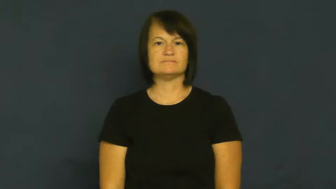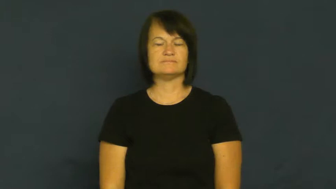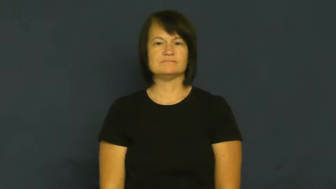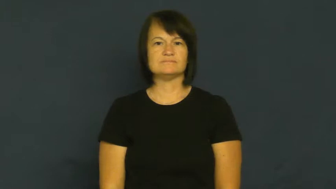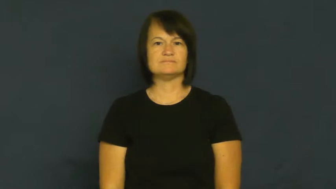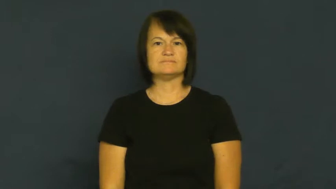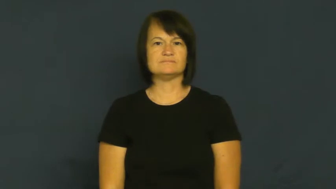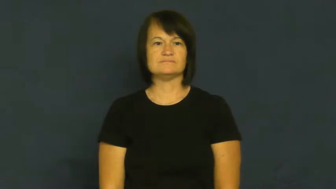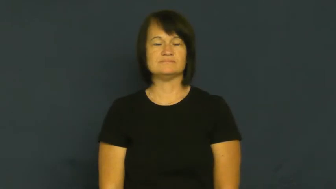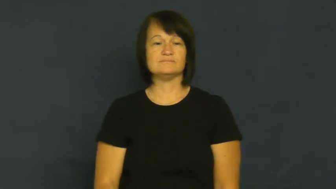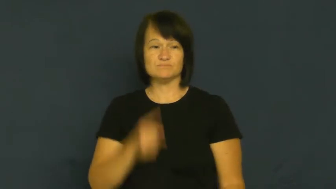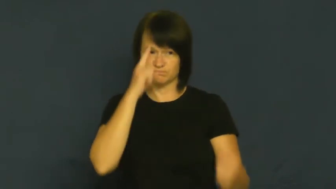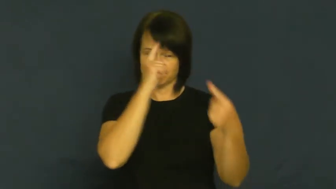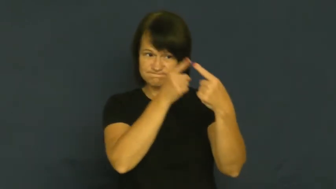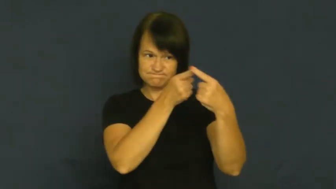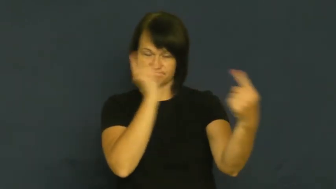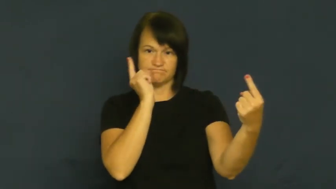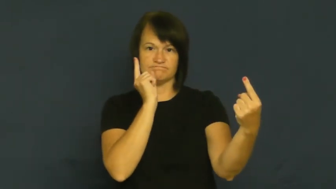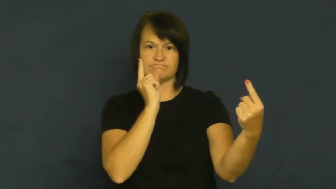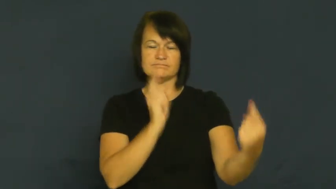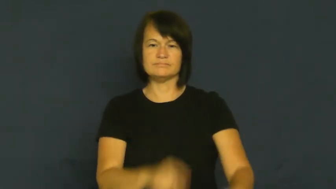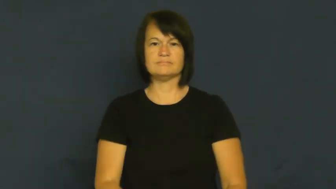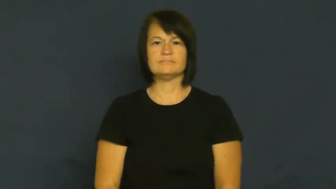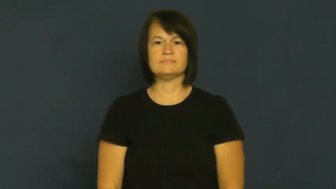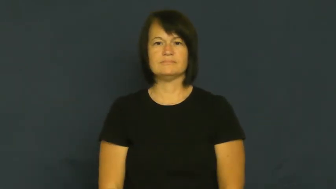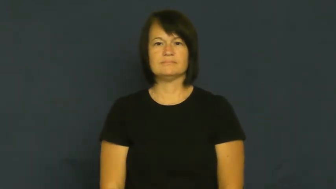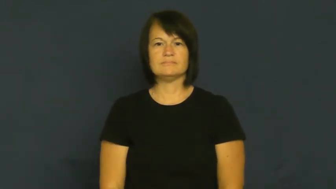cross-disagree